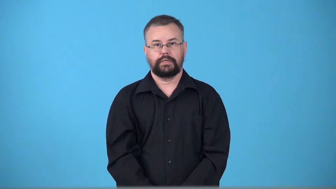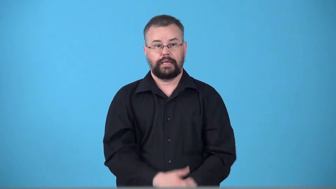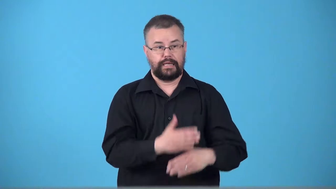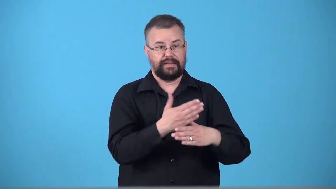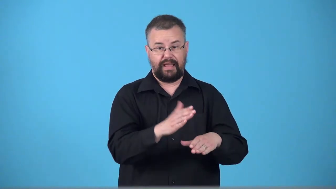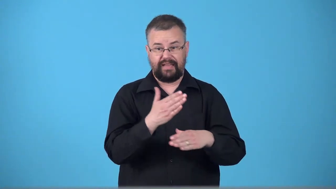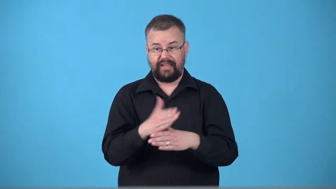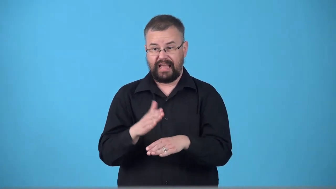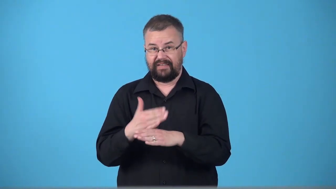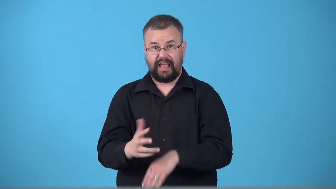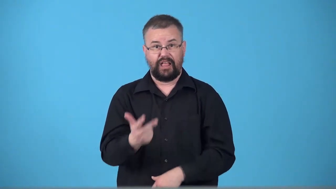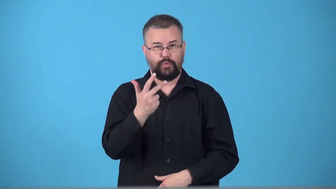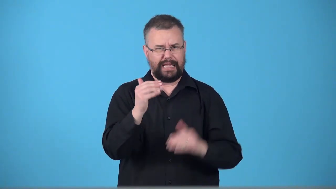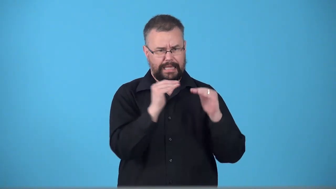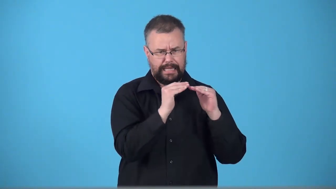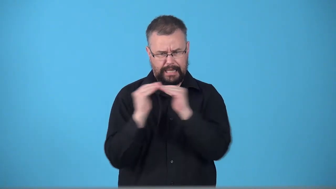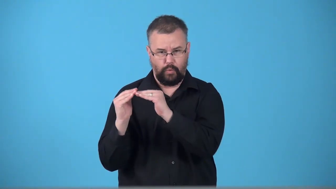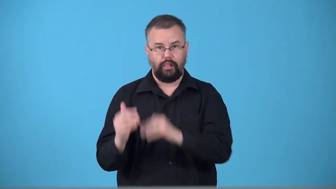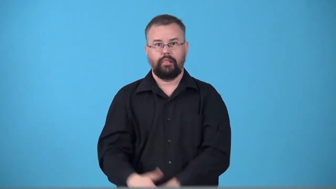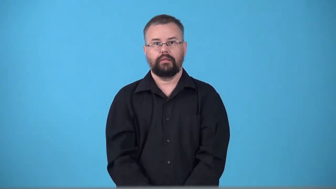trisect